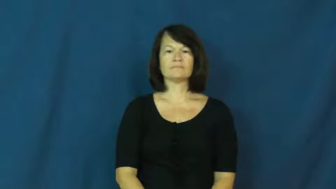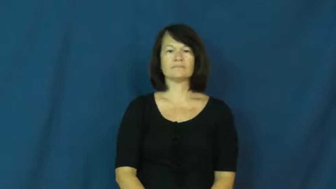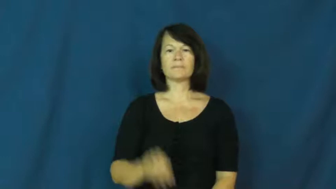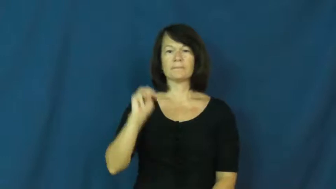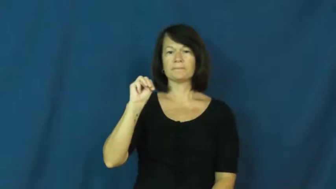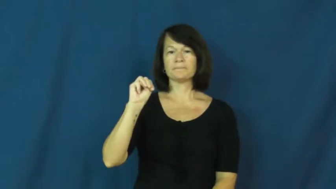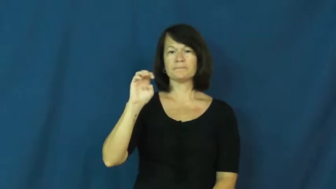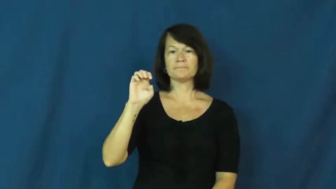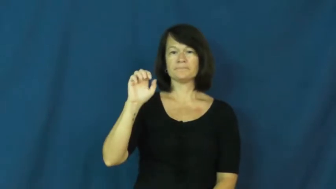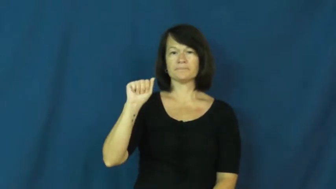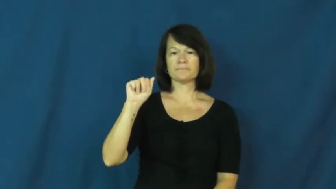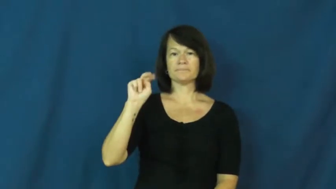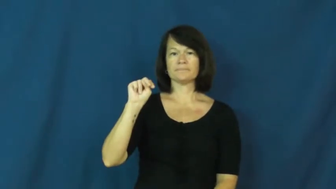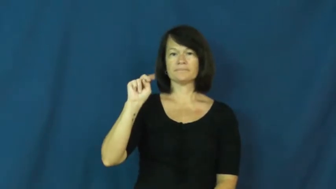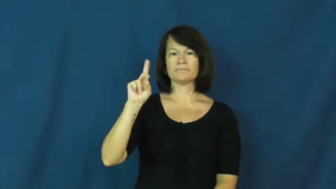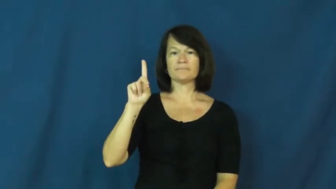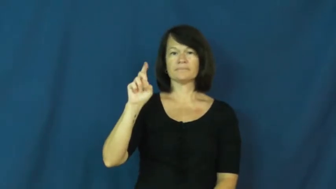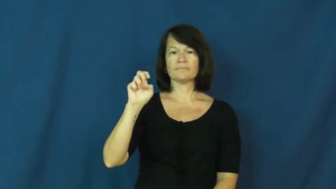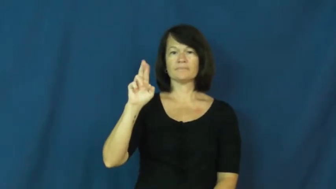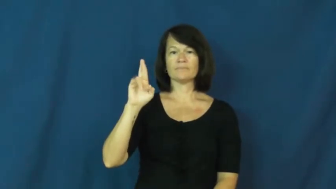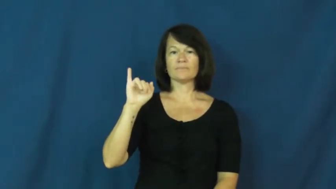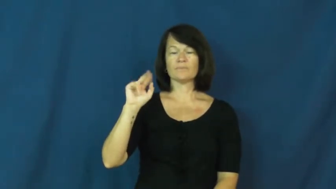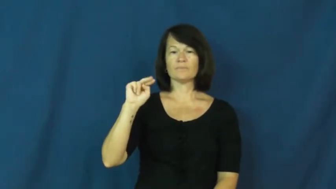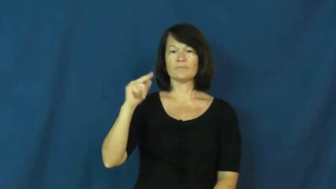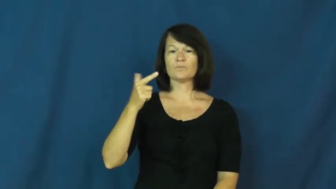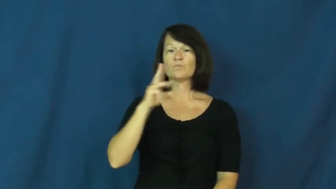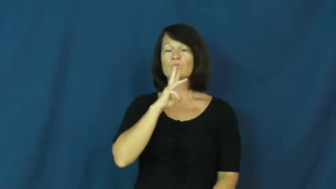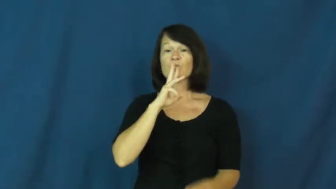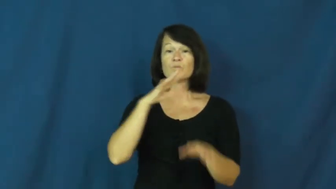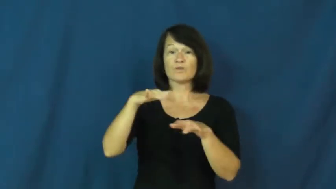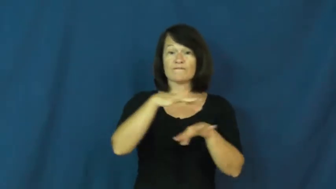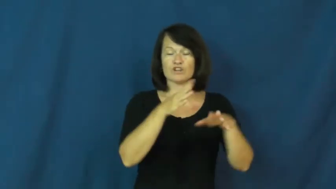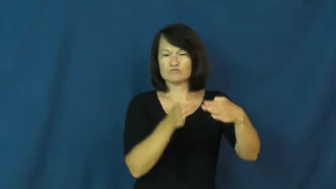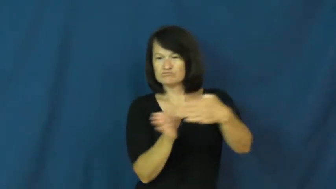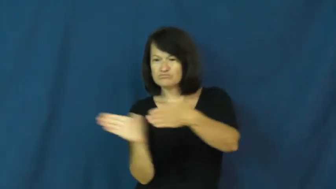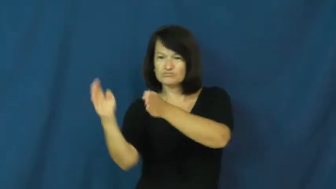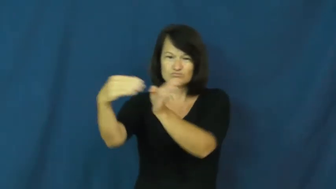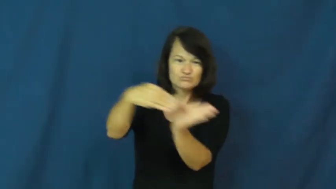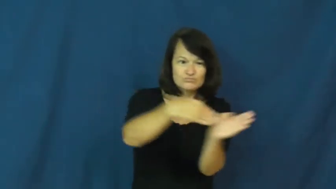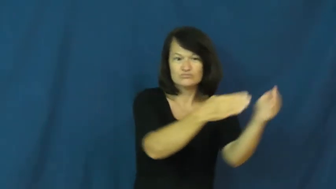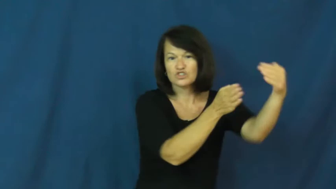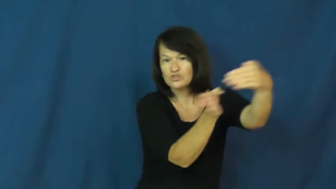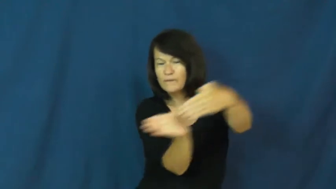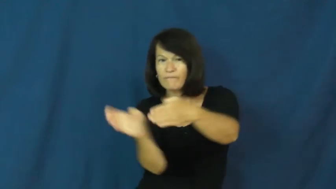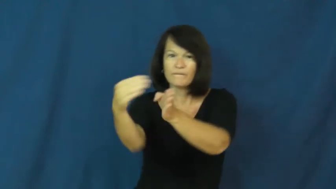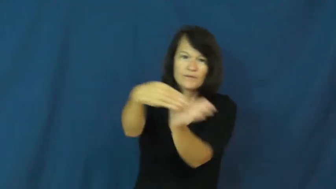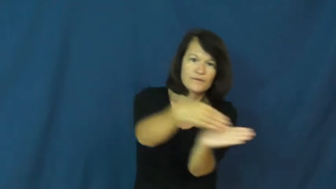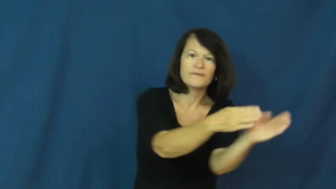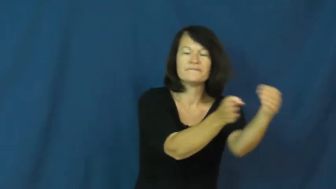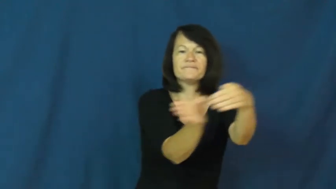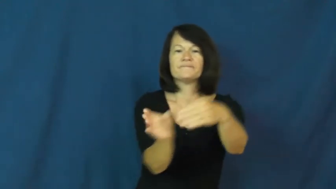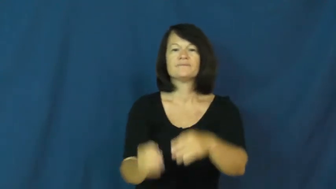meander-water